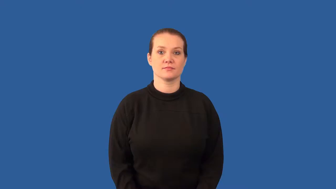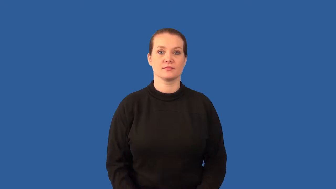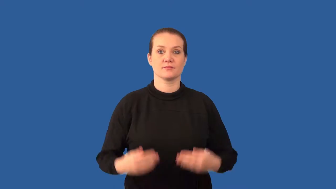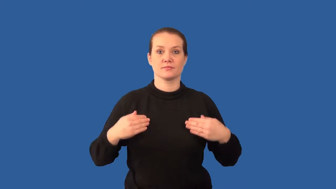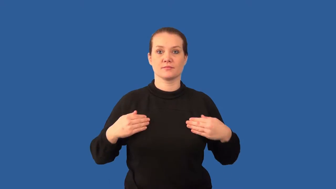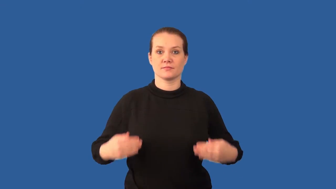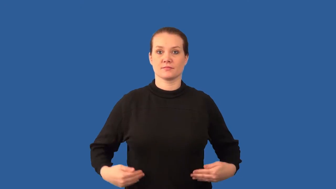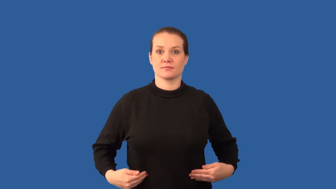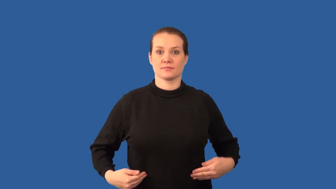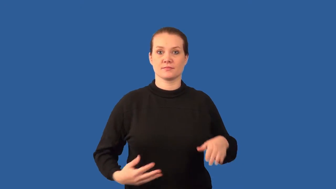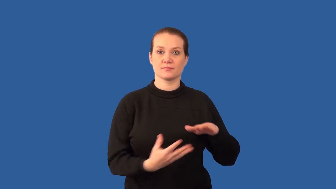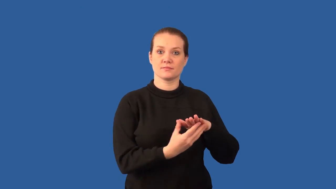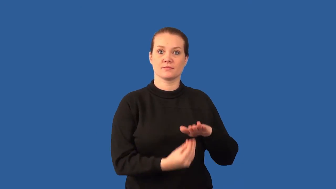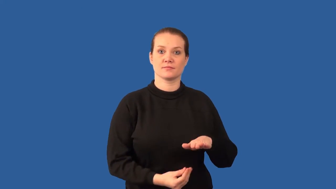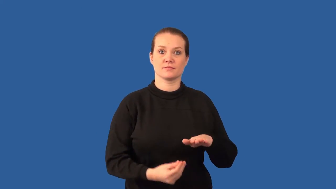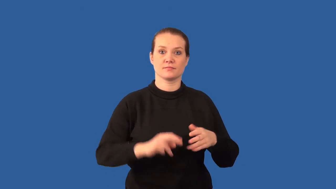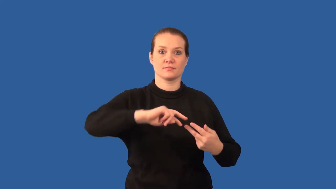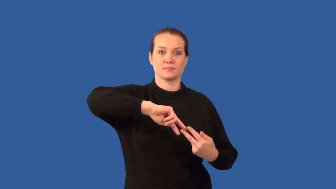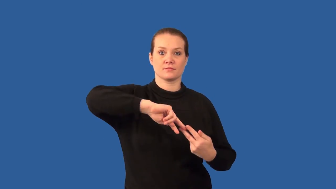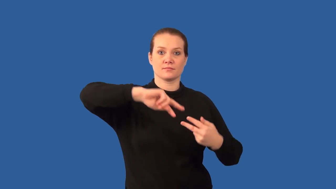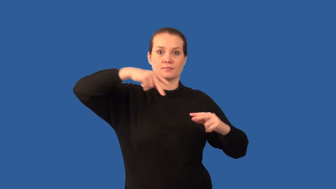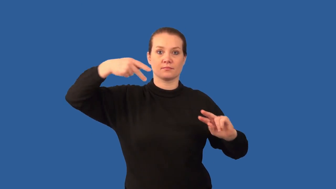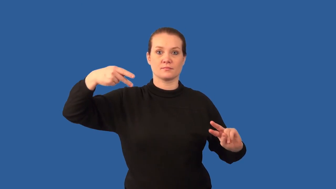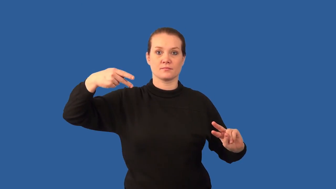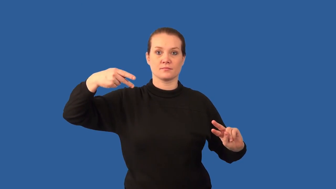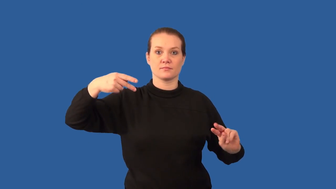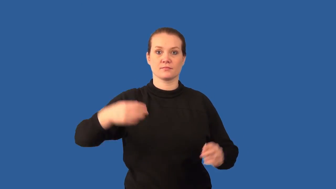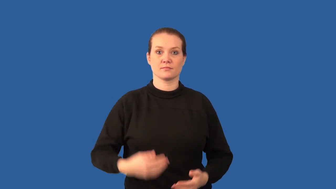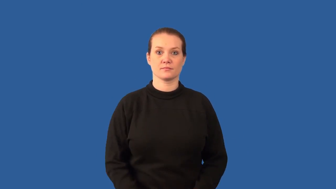clone